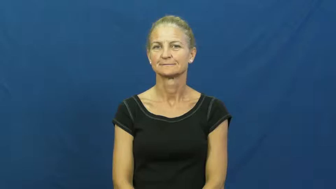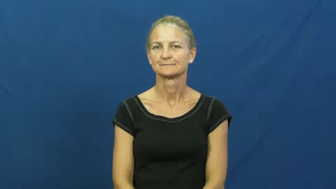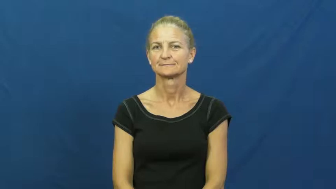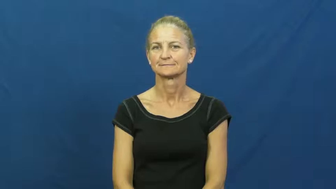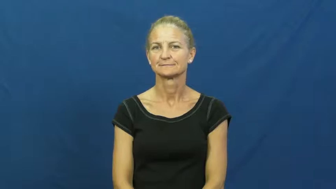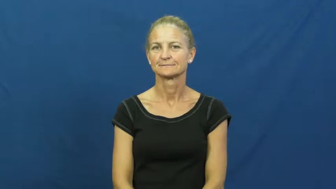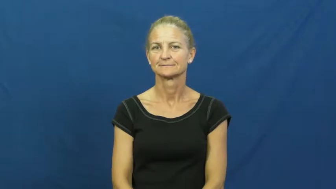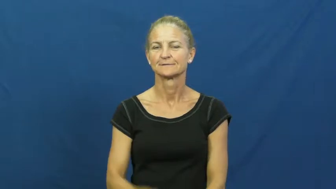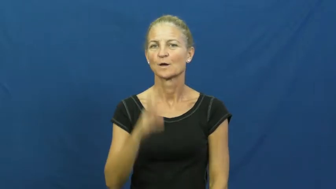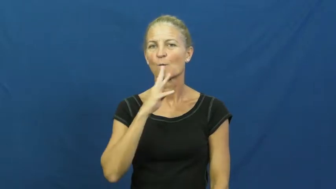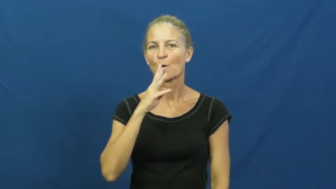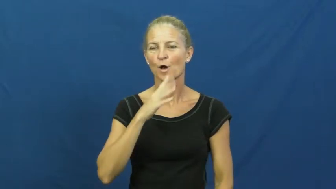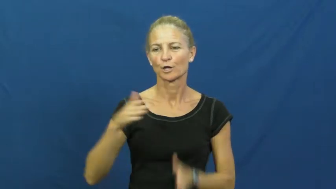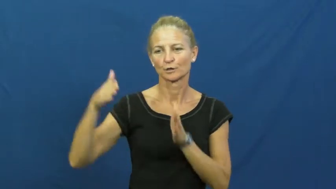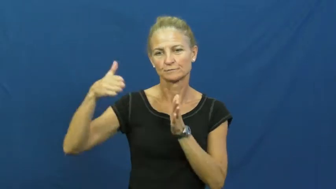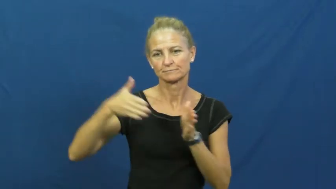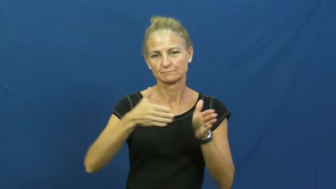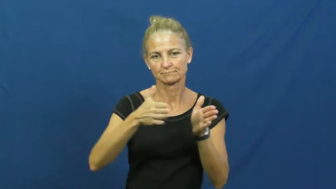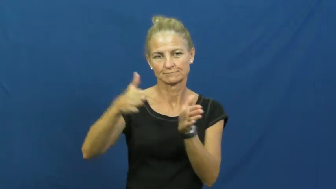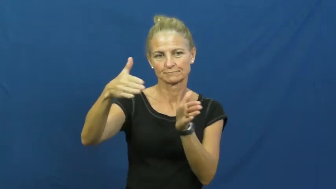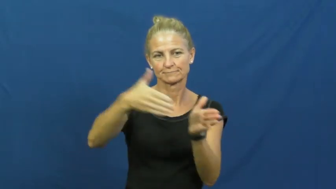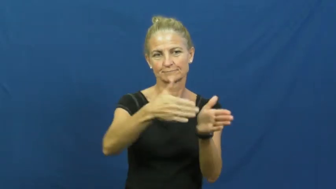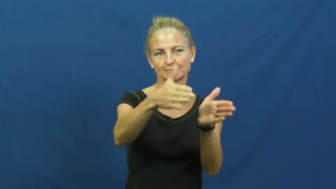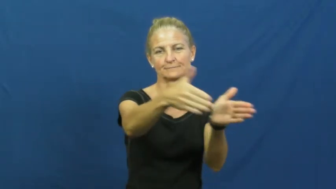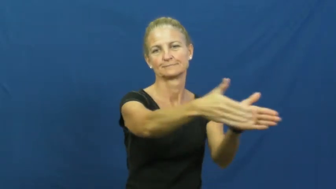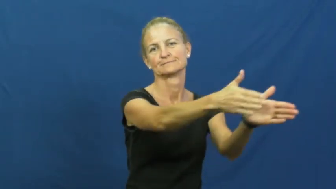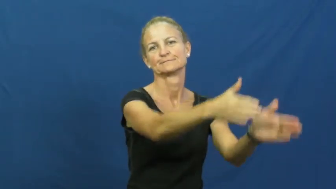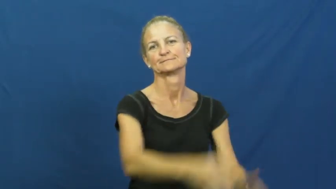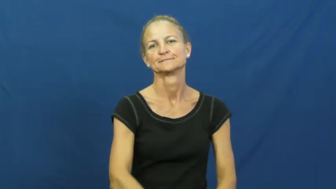current-water